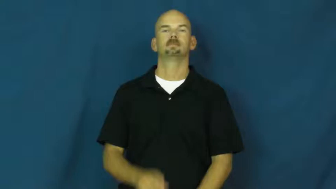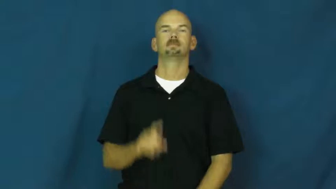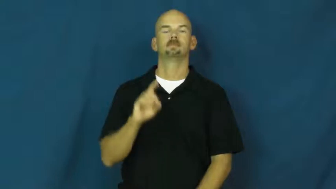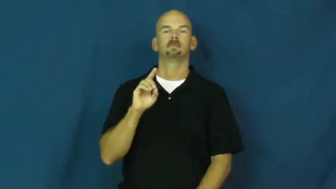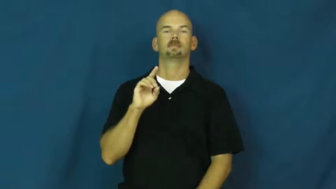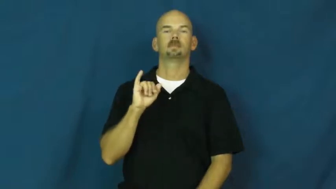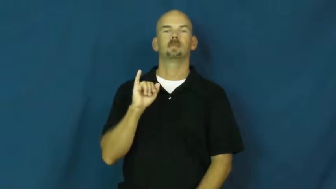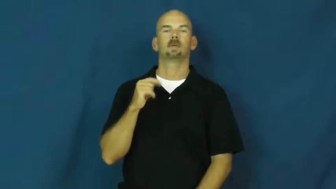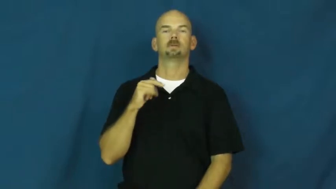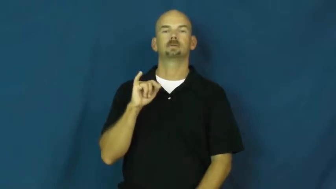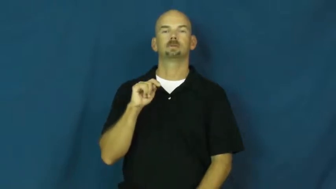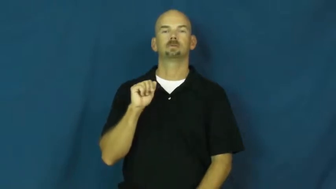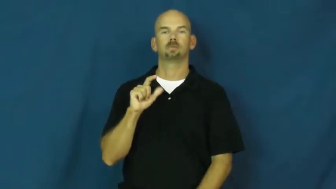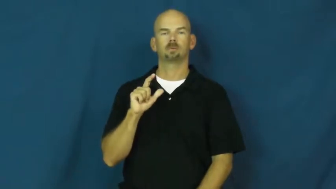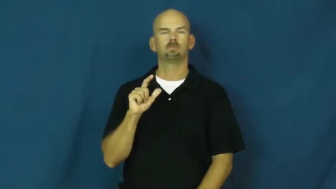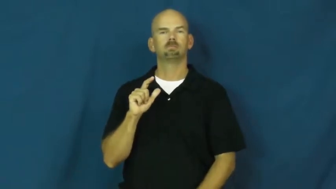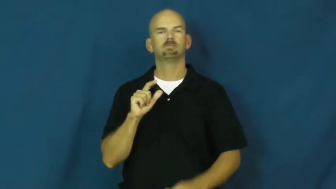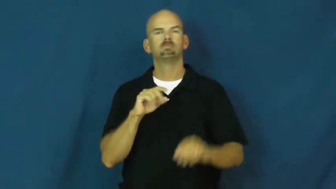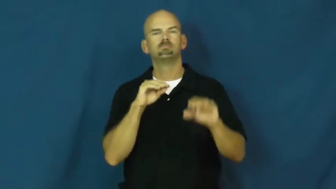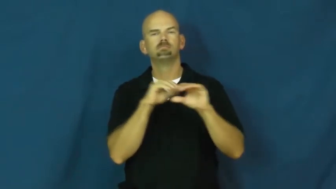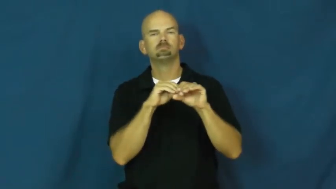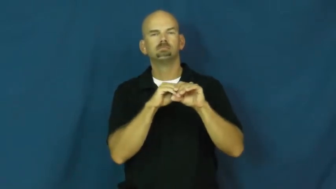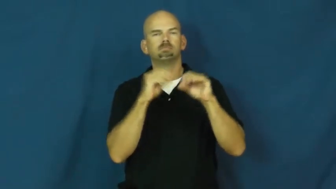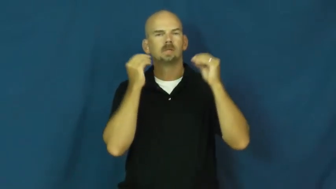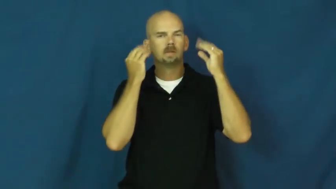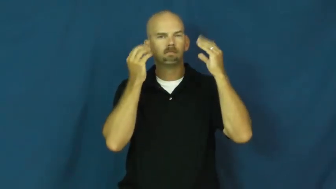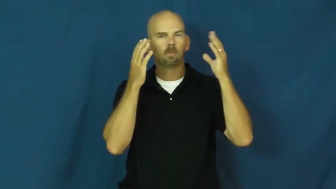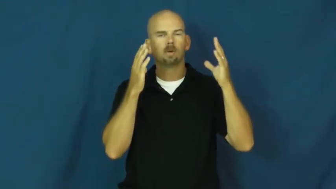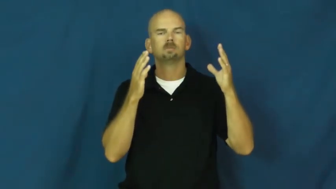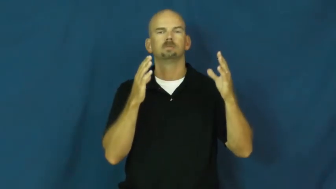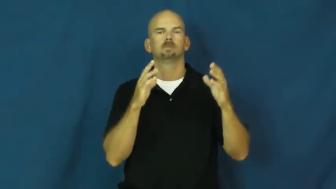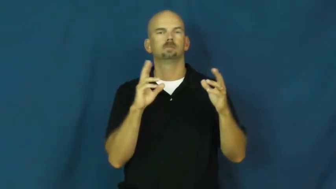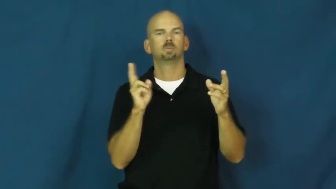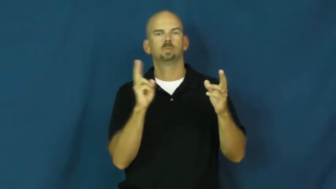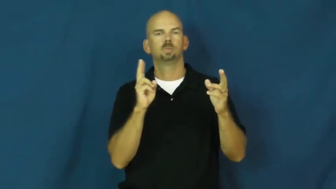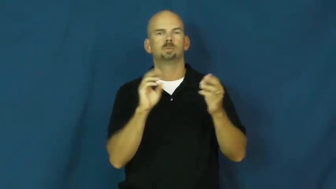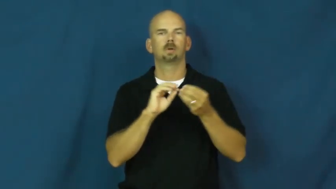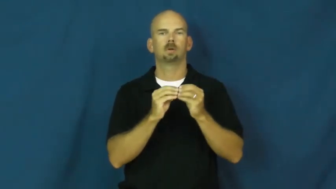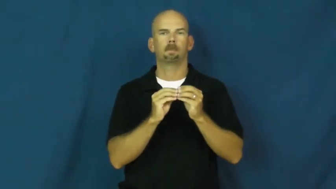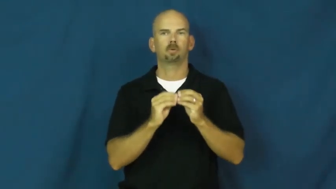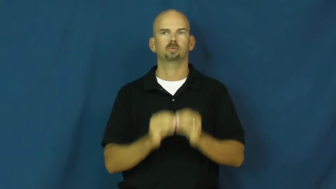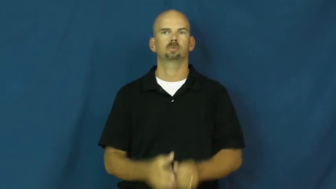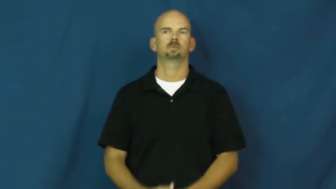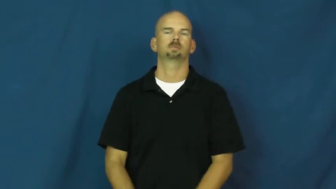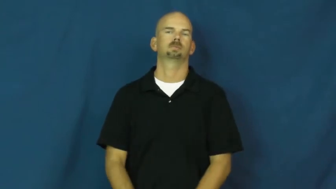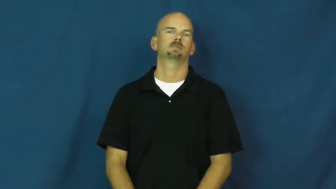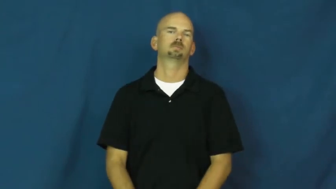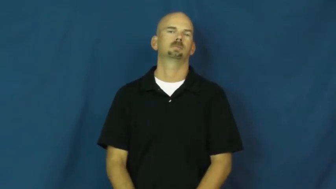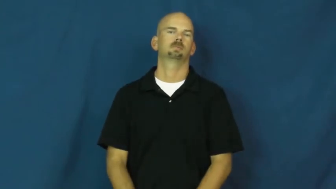digital